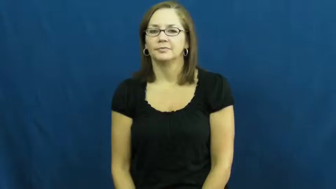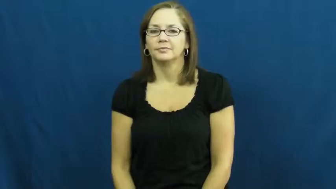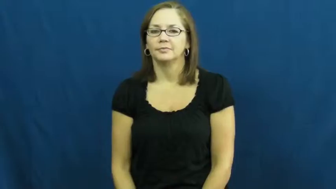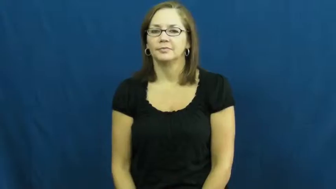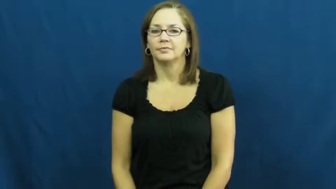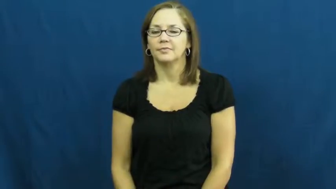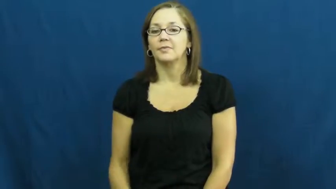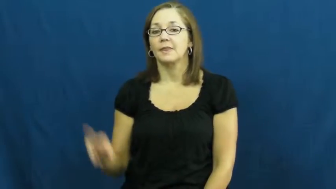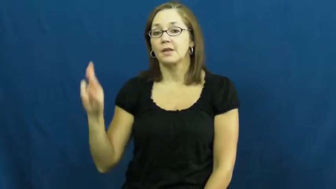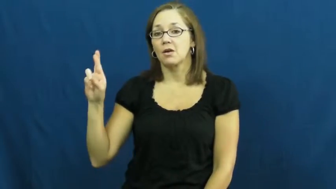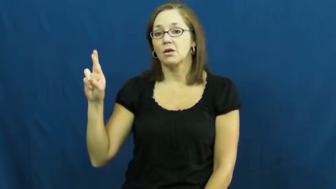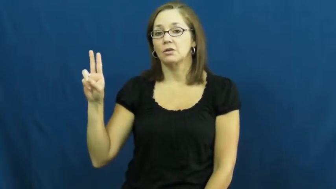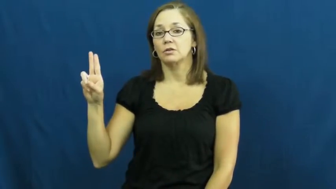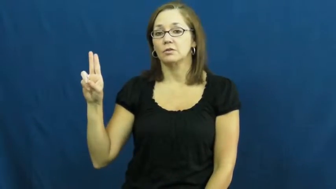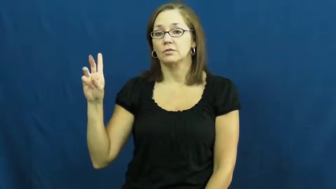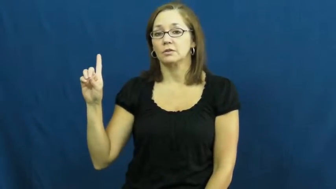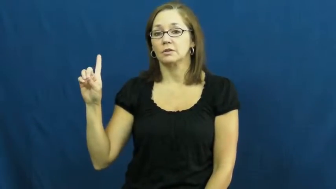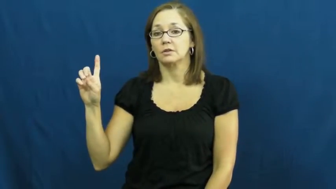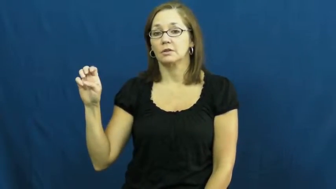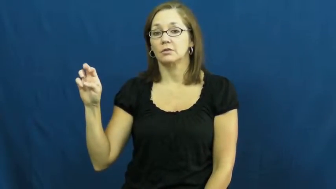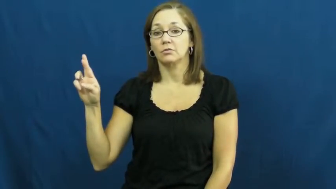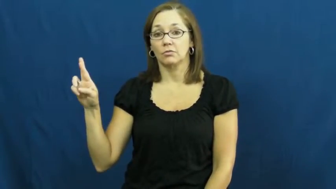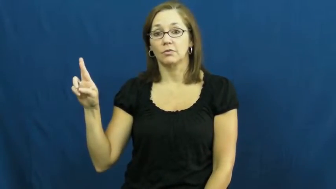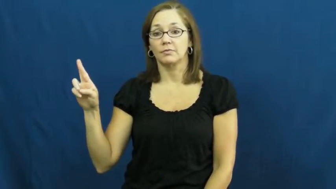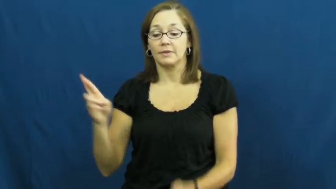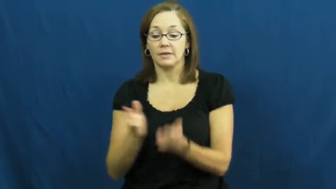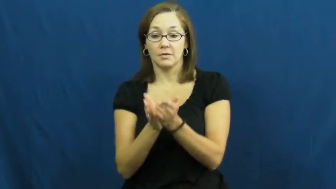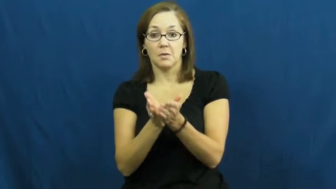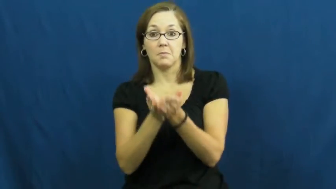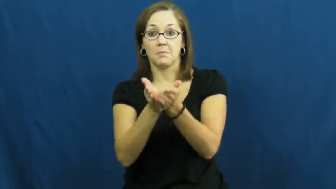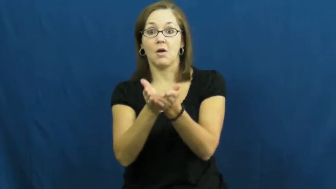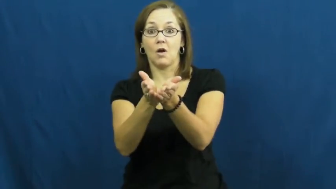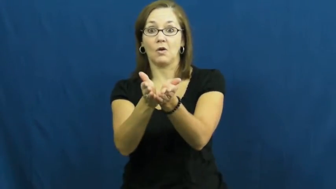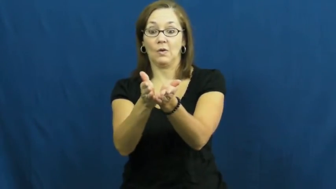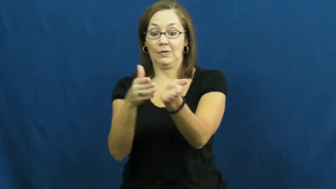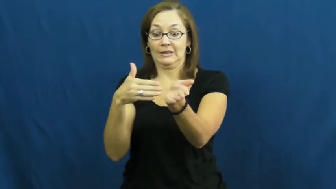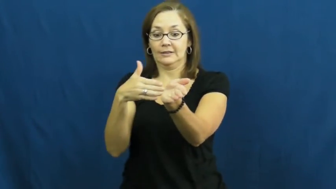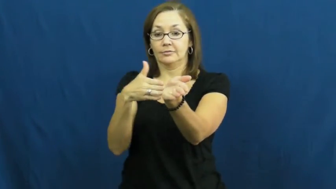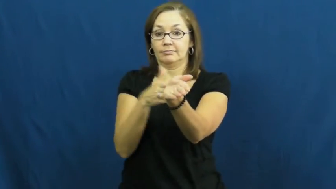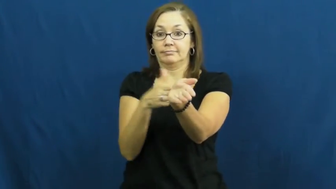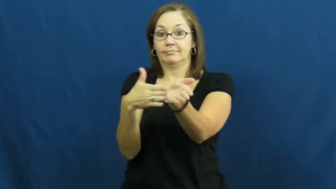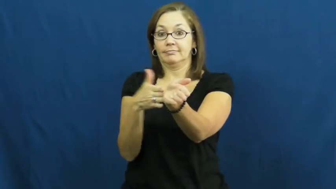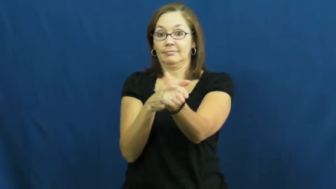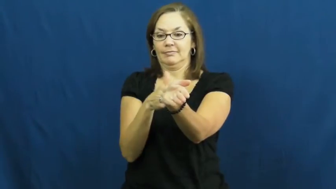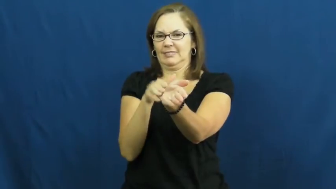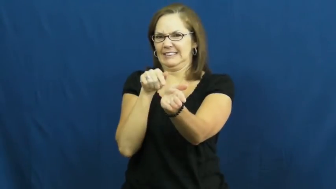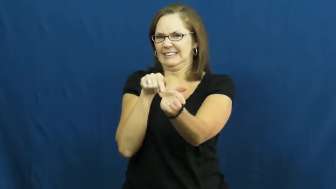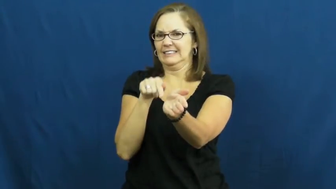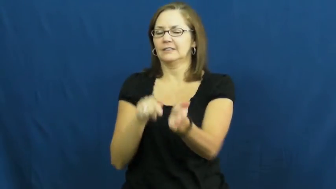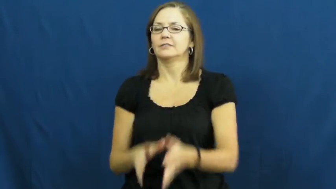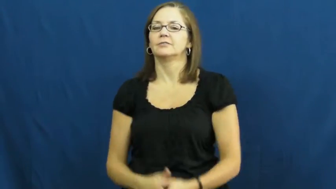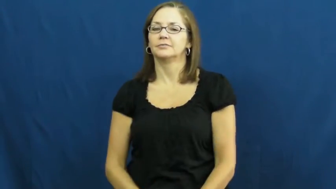rudder